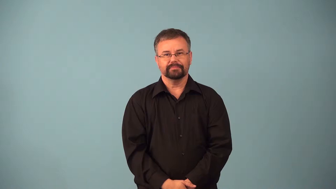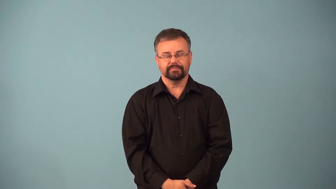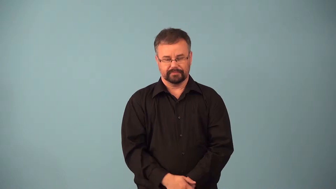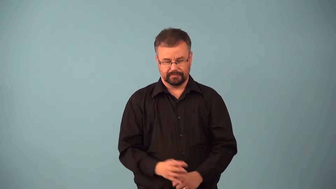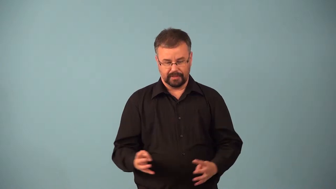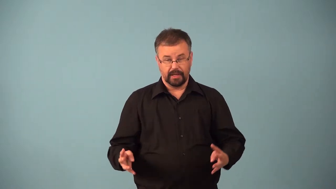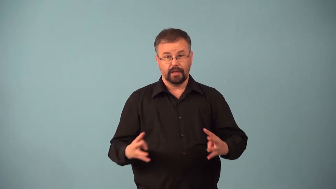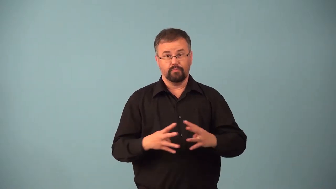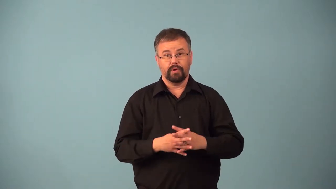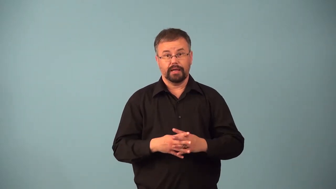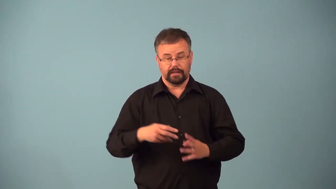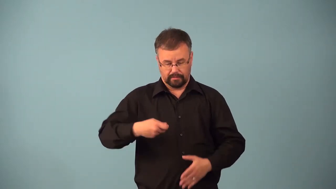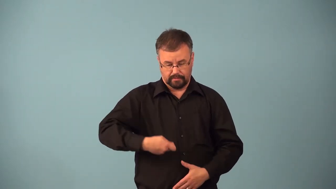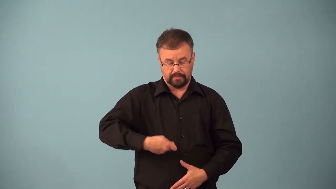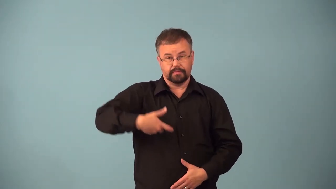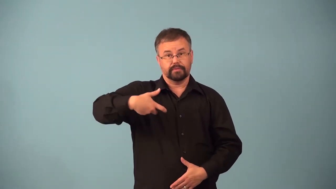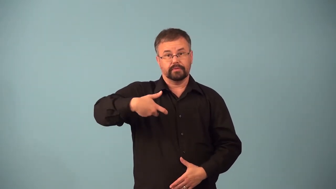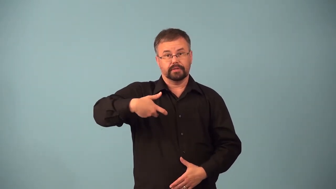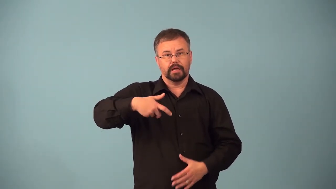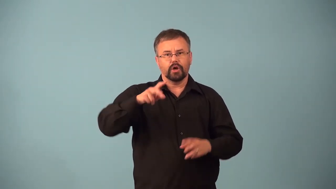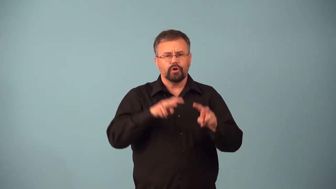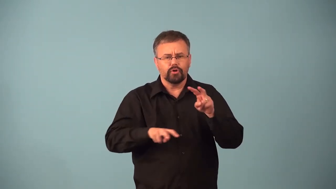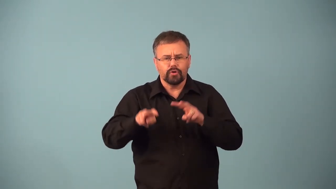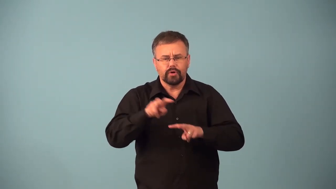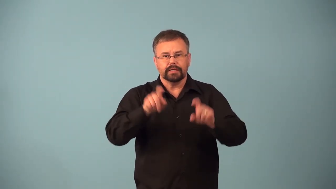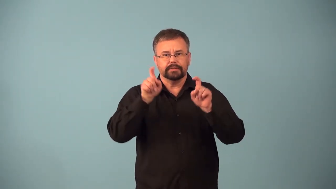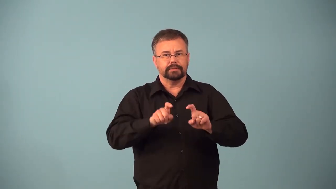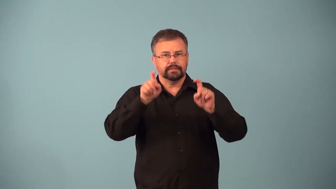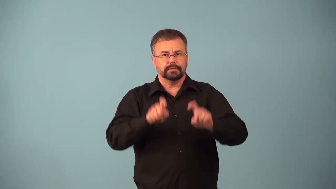amniocentesis